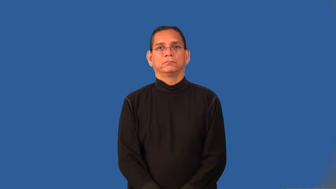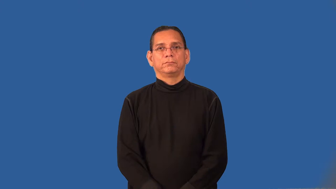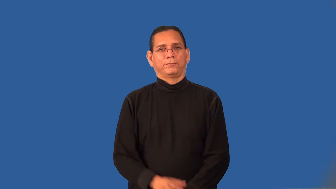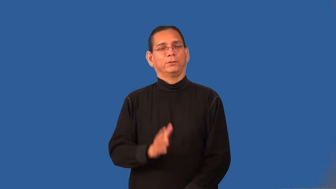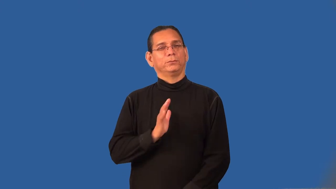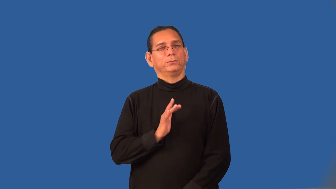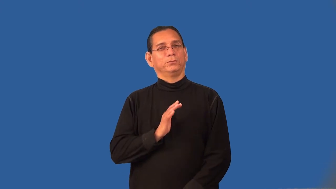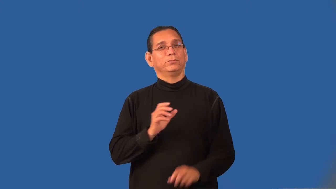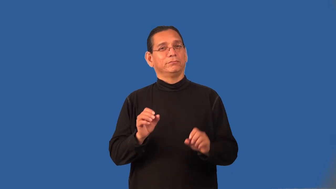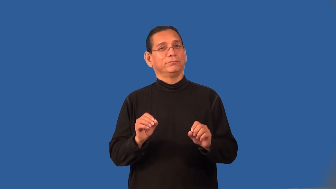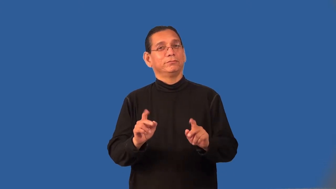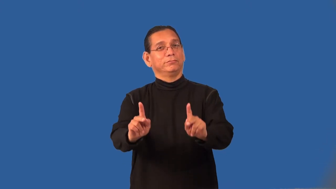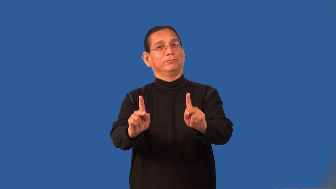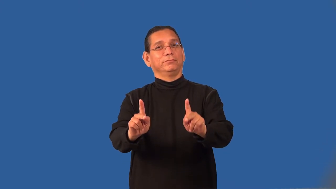propitious